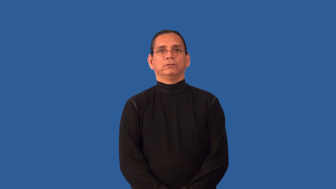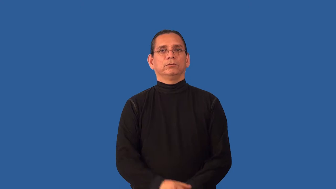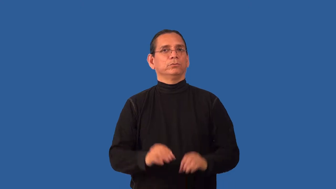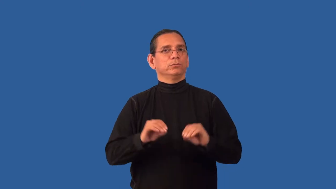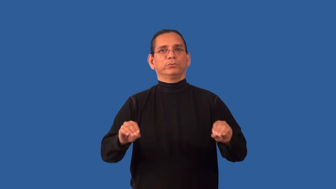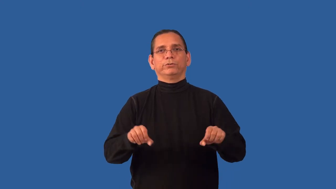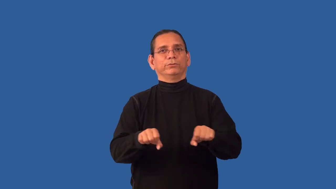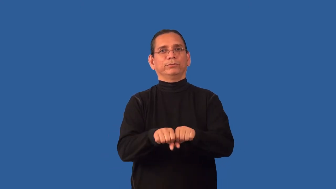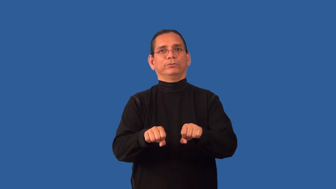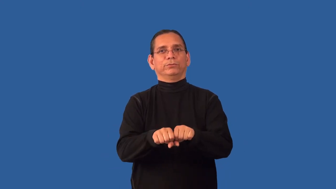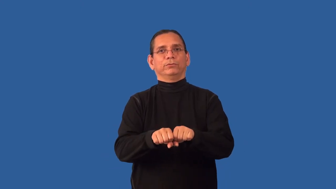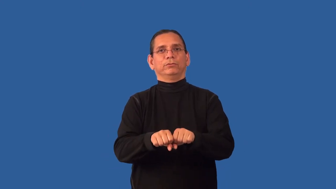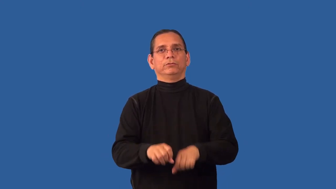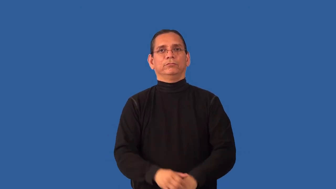unshod